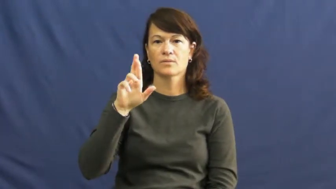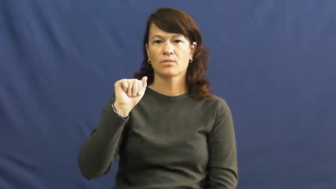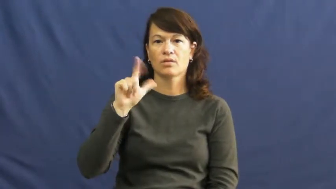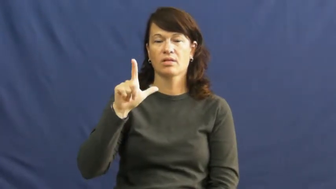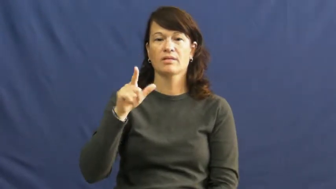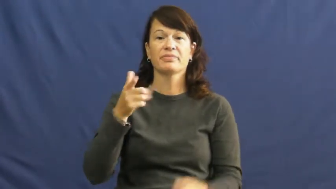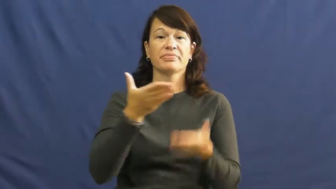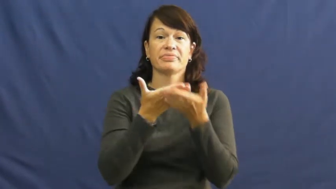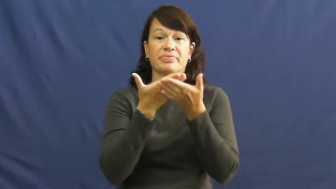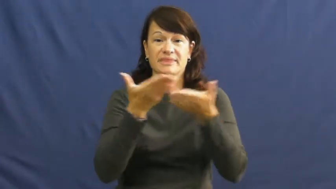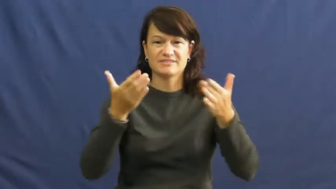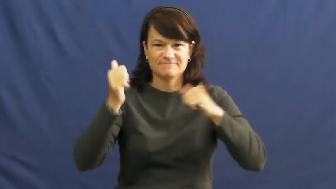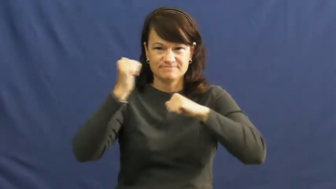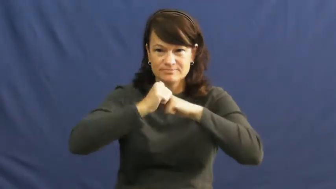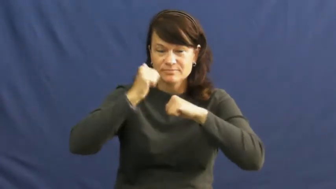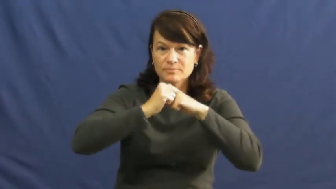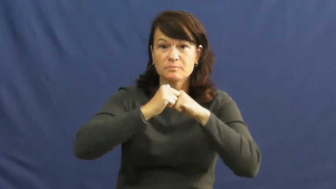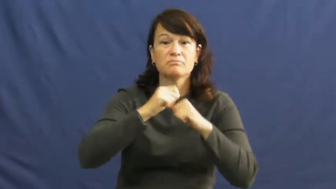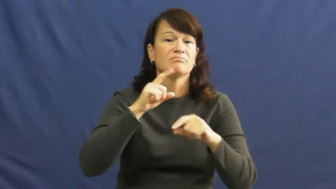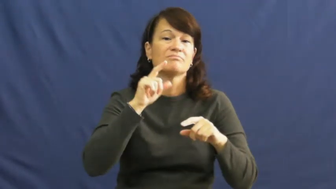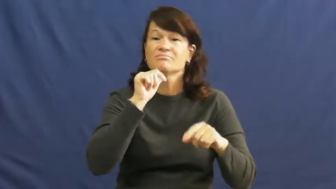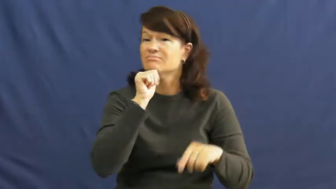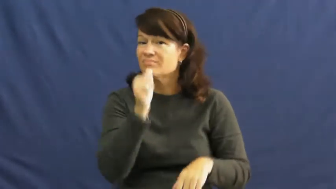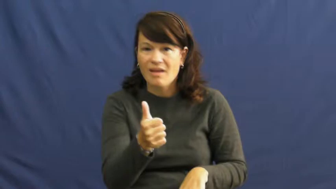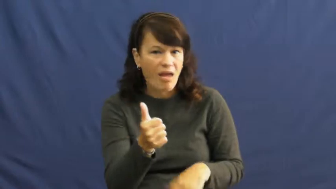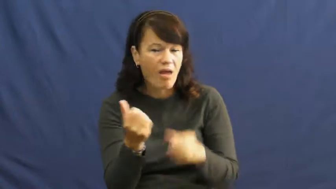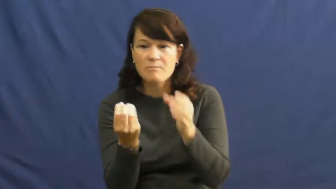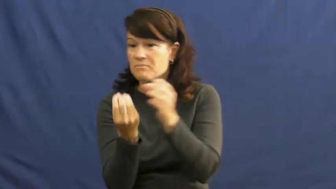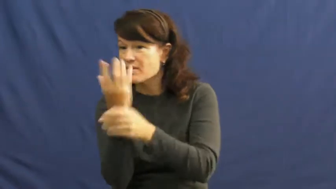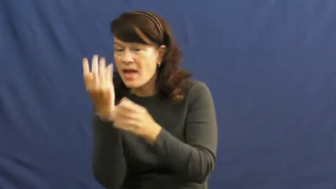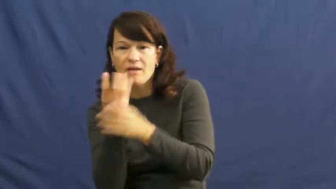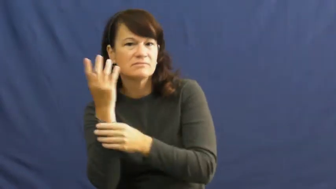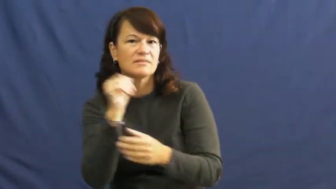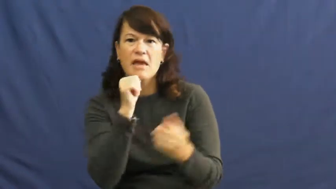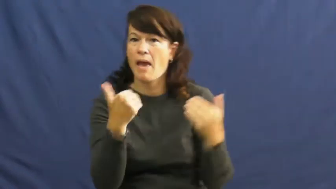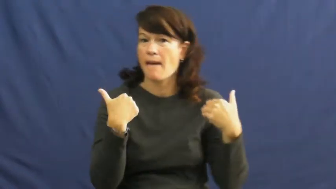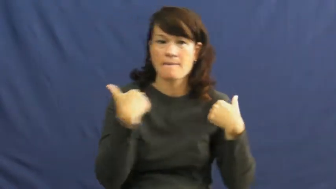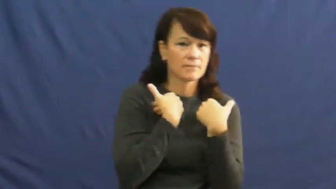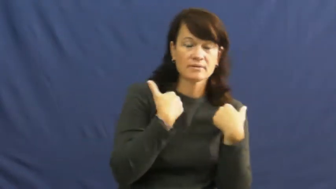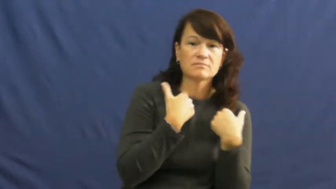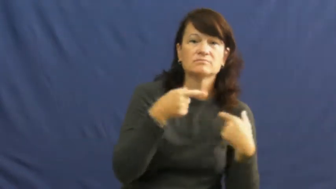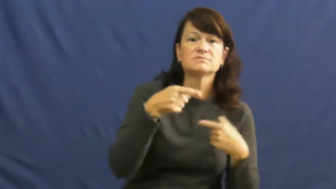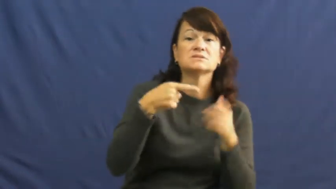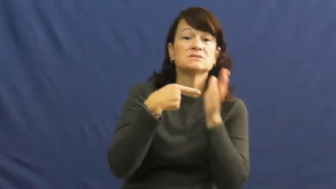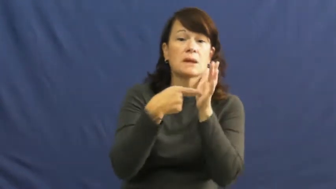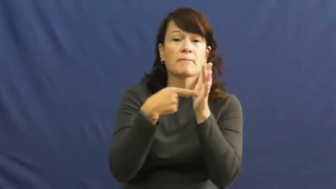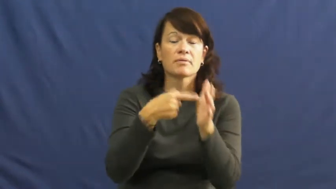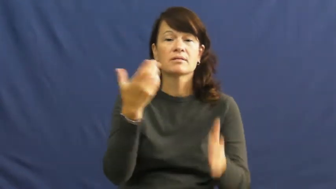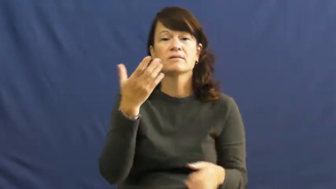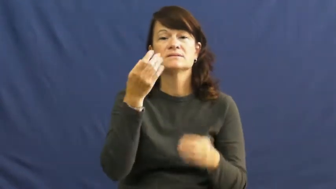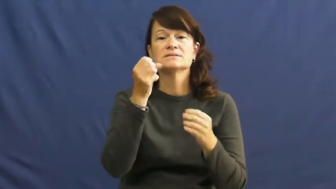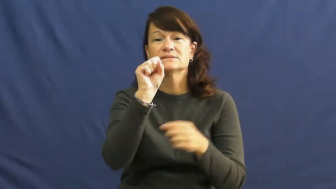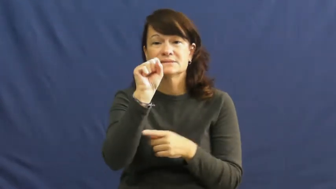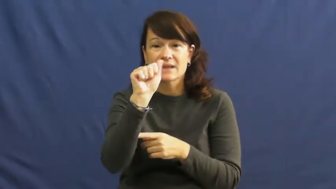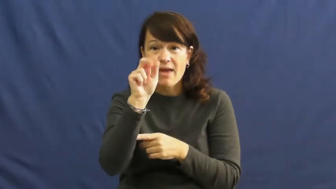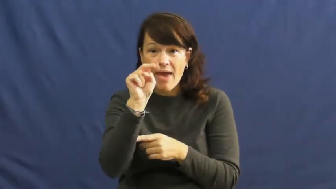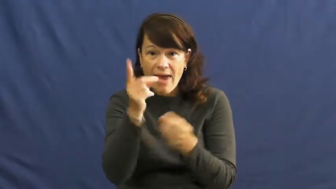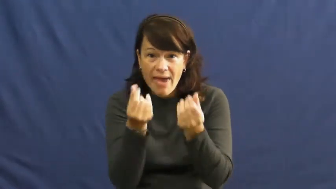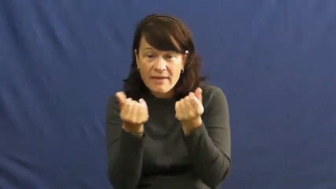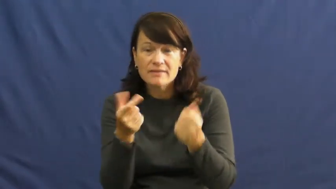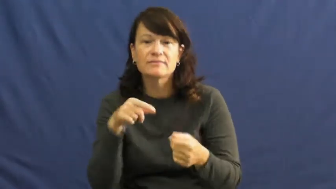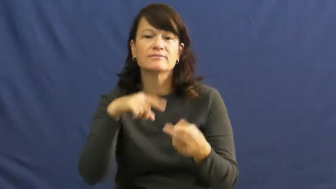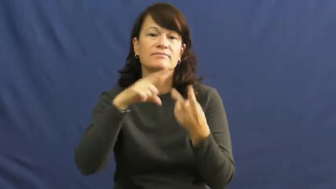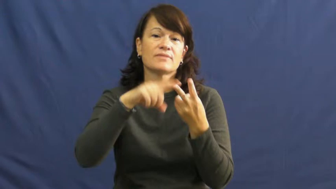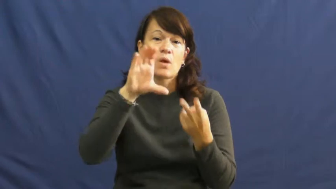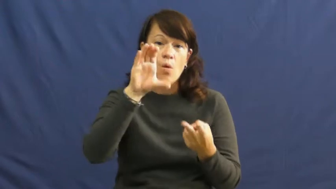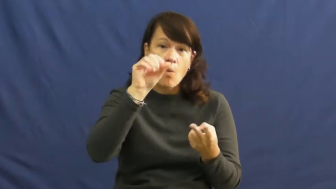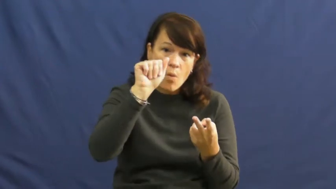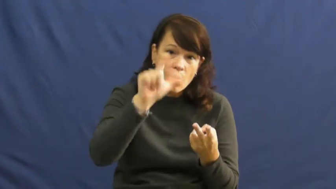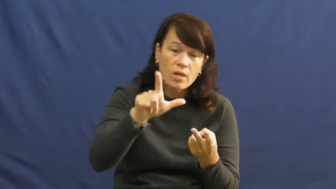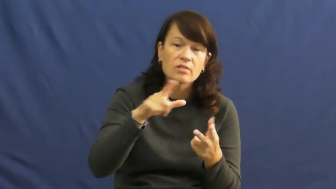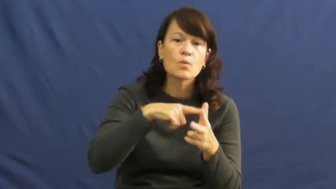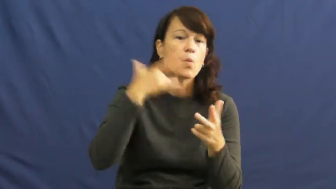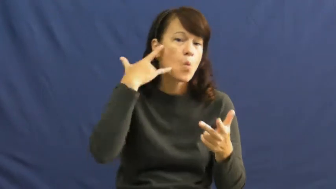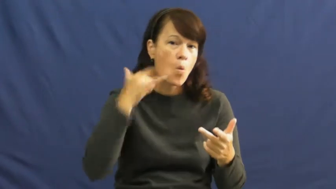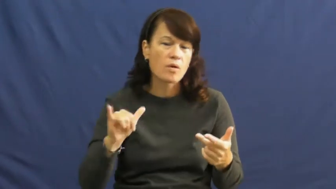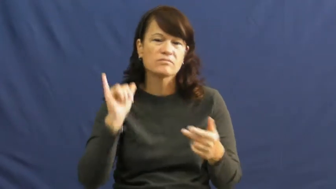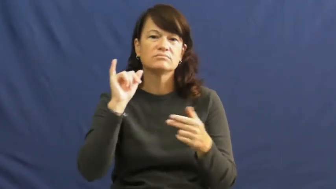mineral